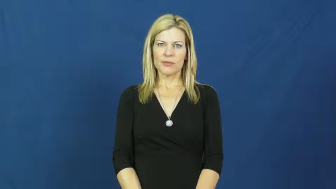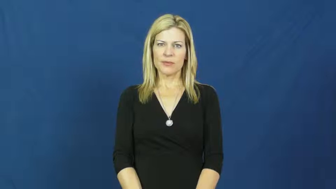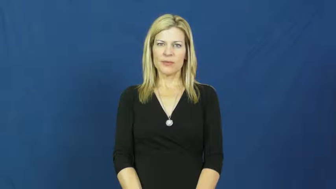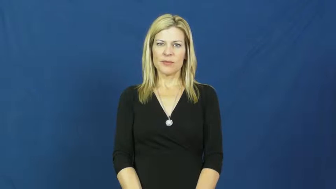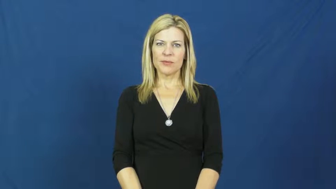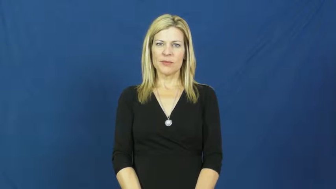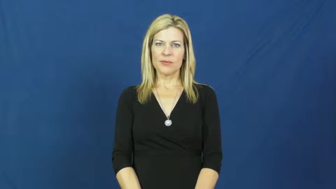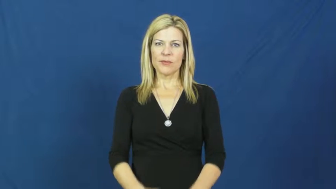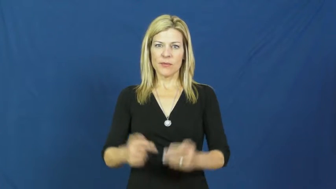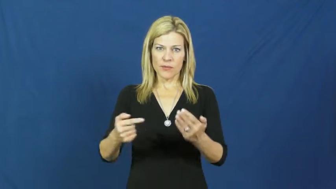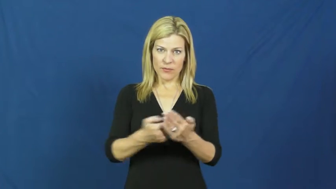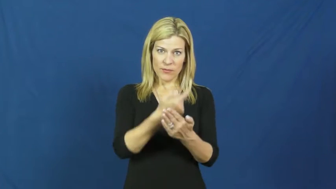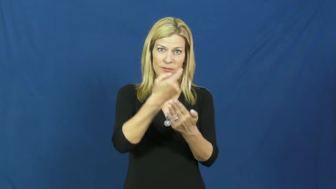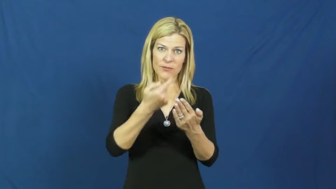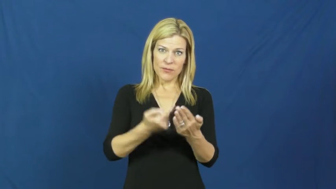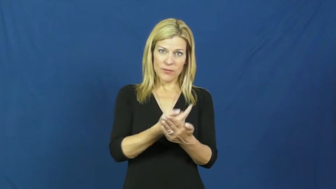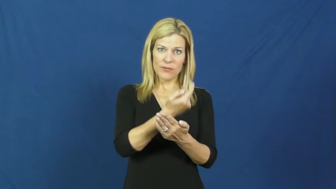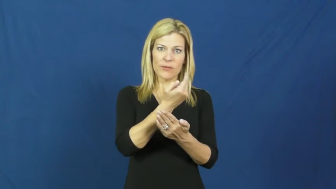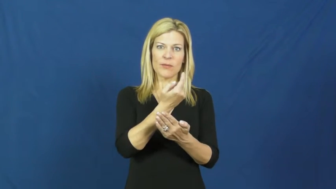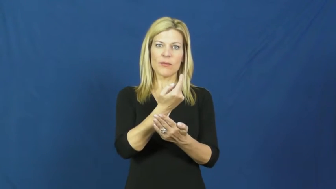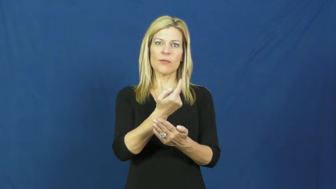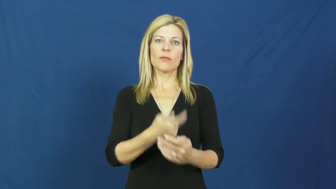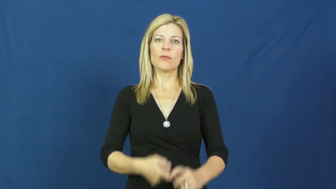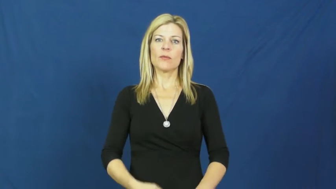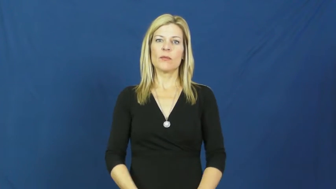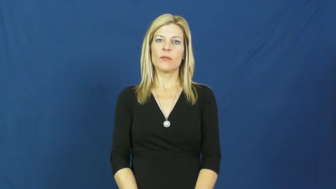gospel